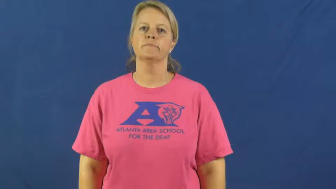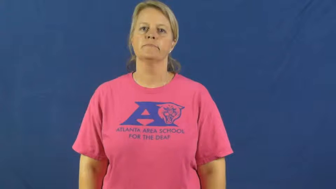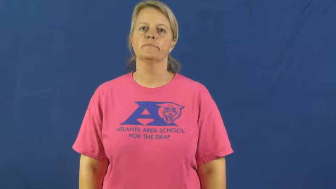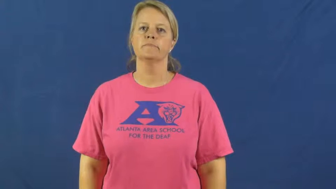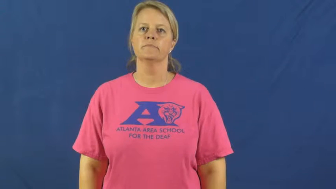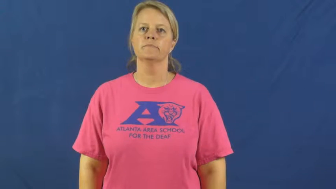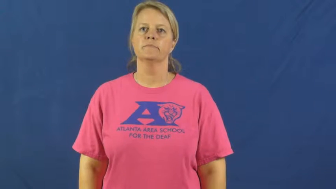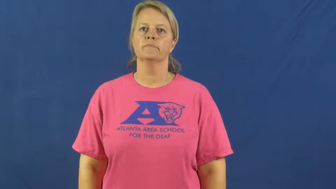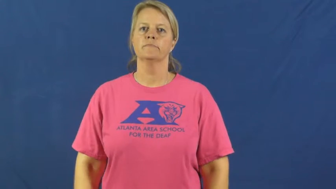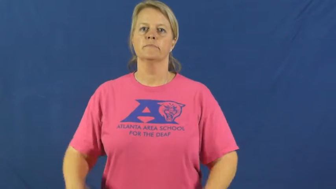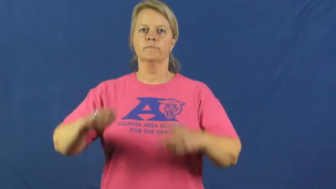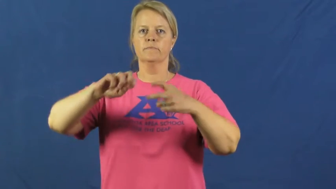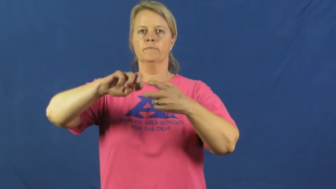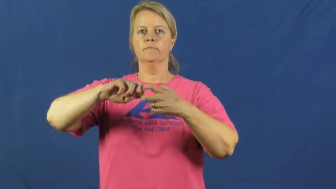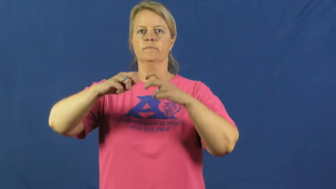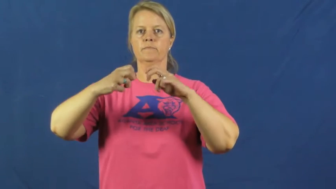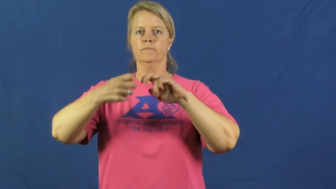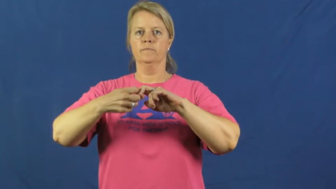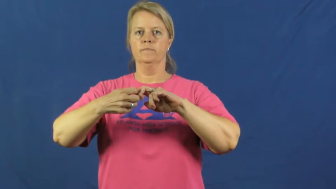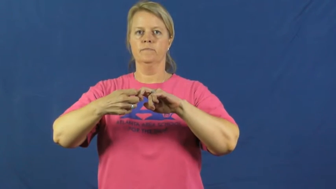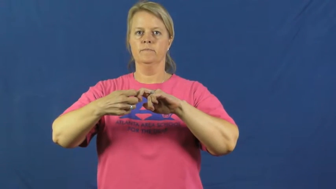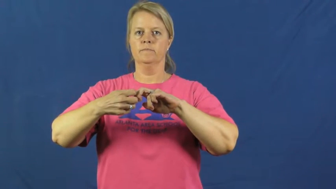glitch